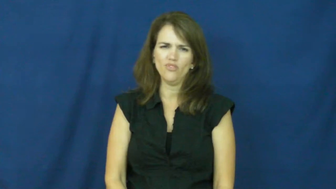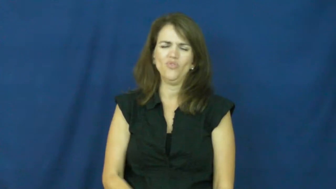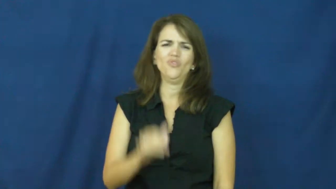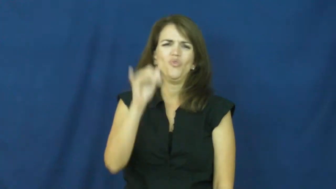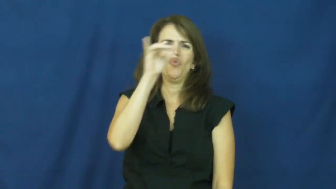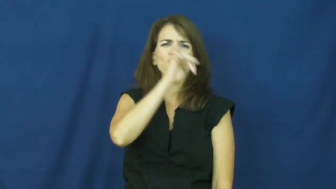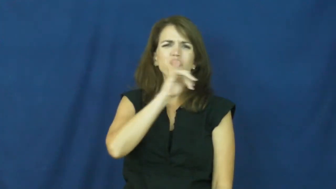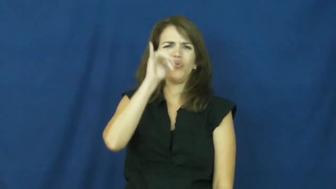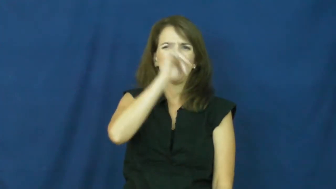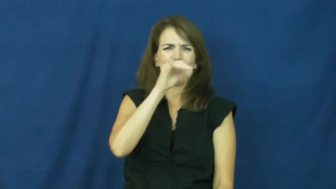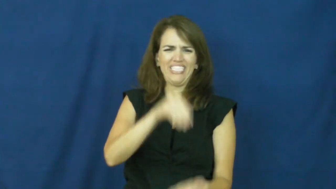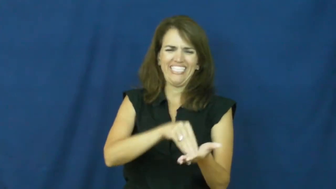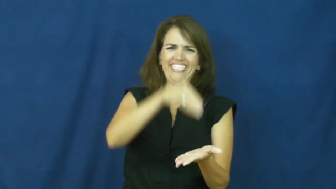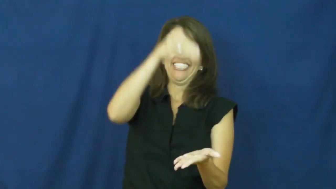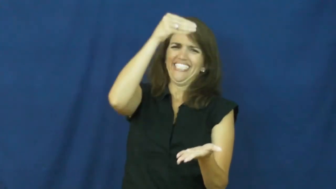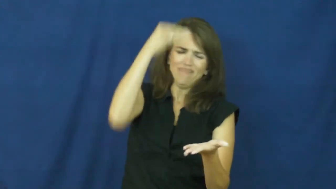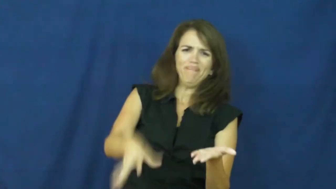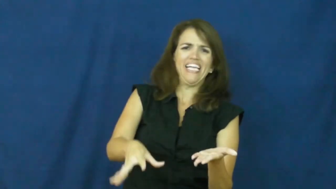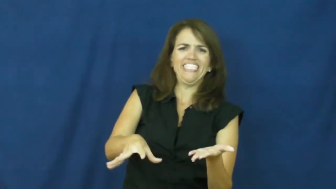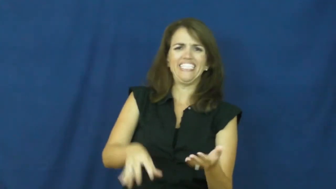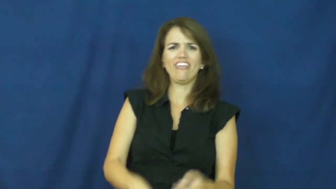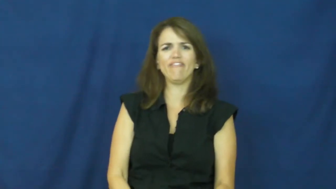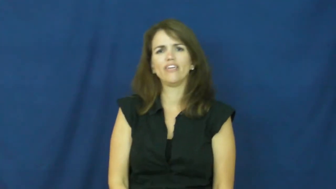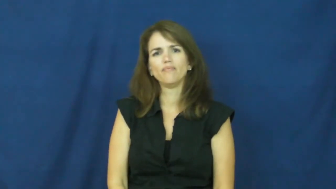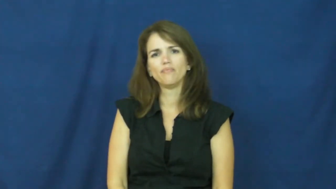"cost a pretty penny, cost an arm and a leg"